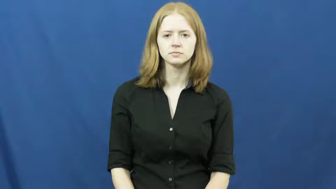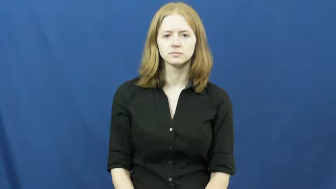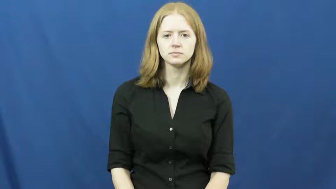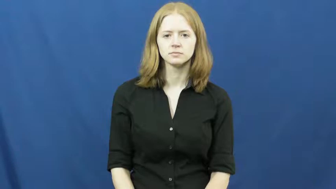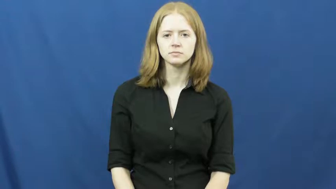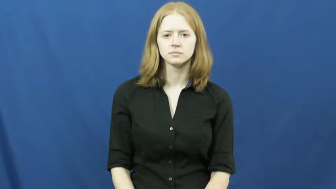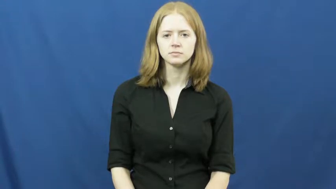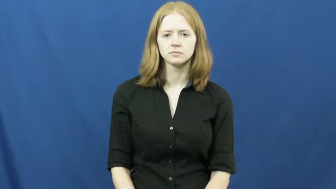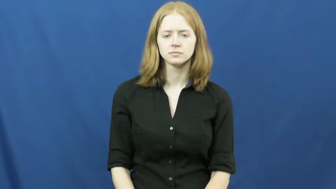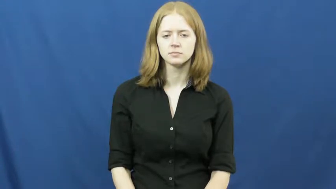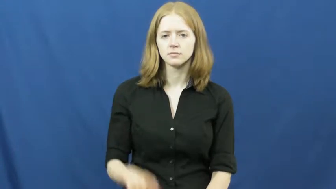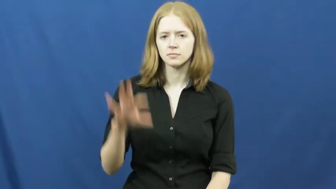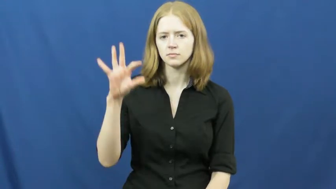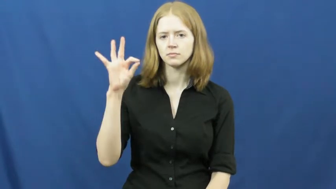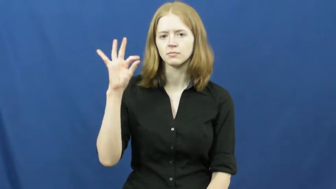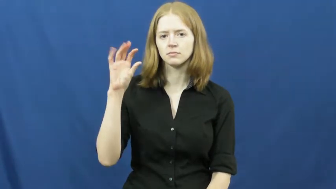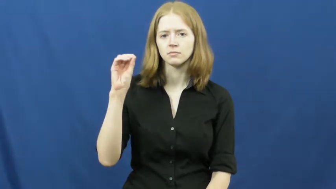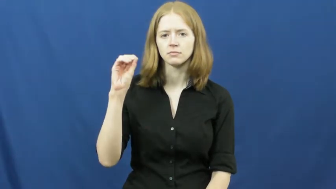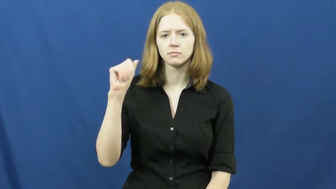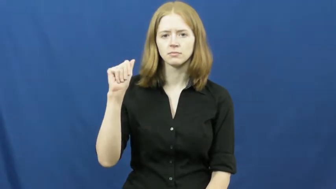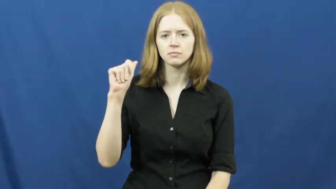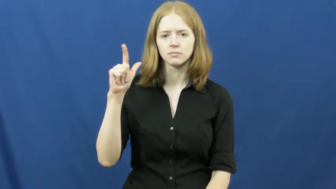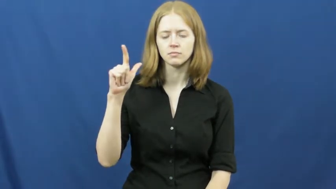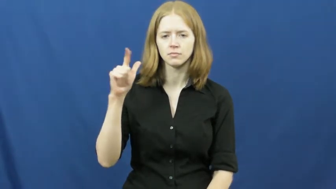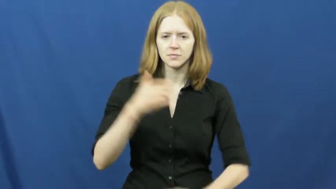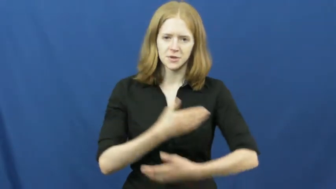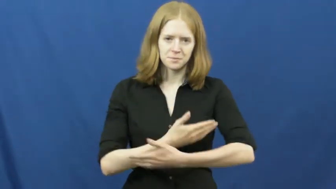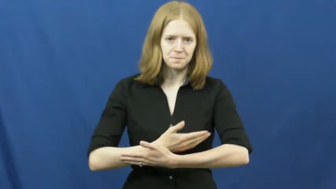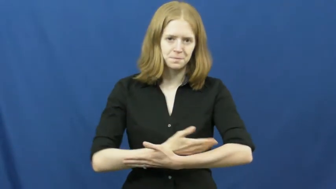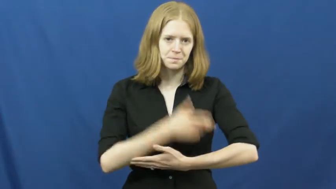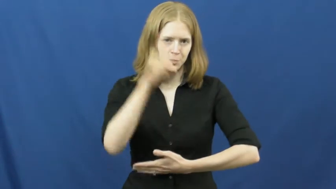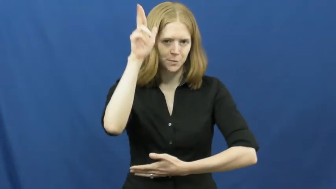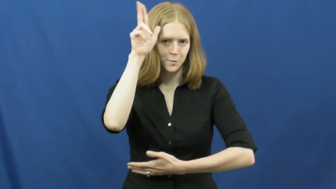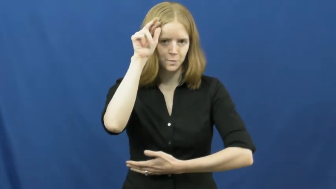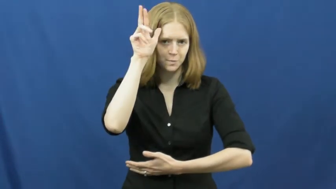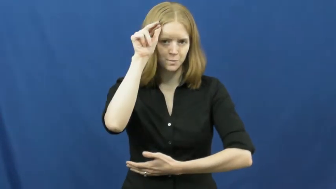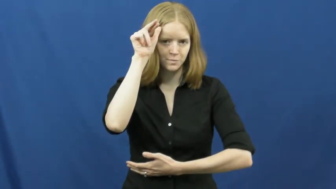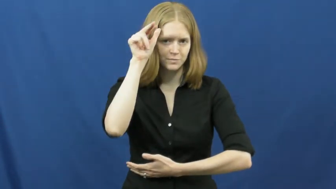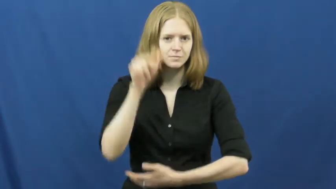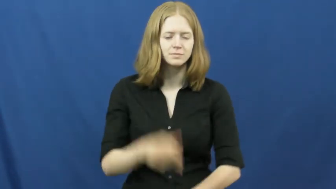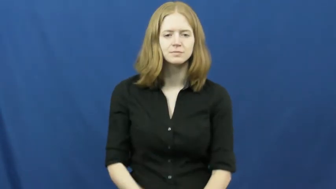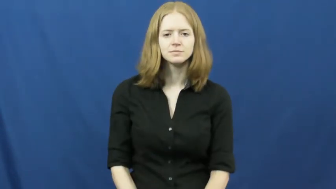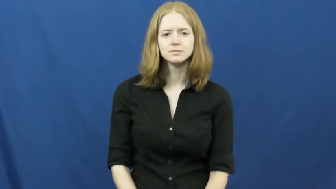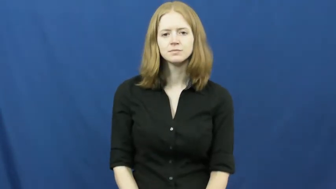foal